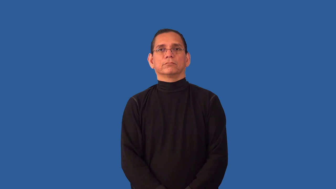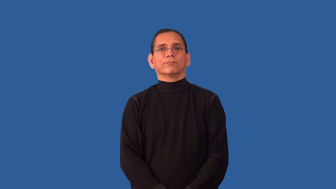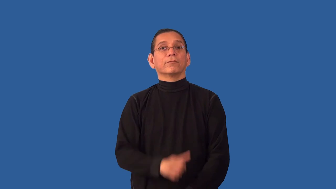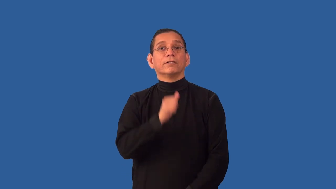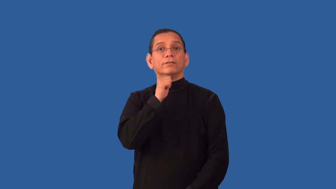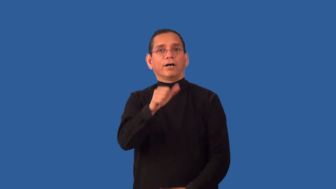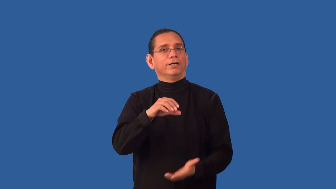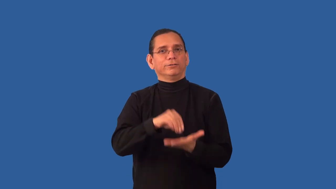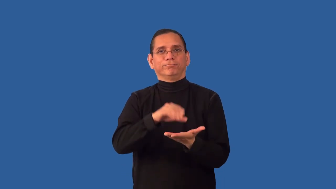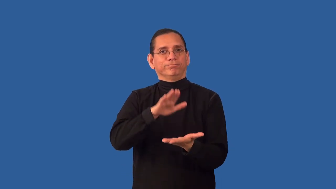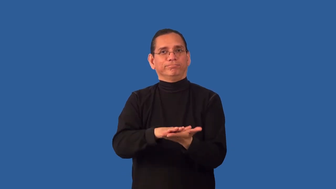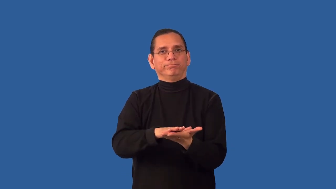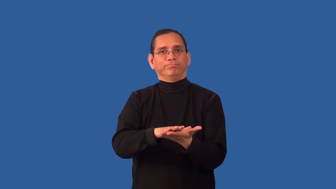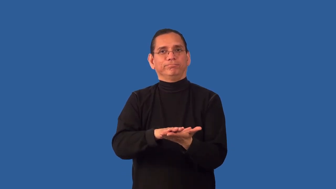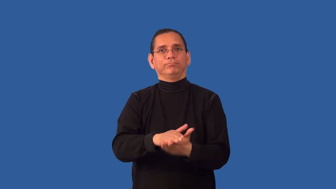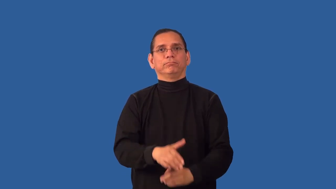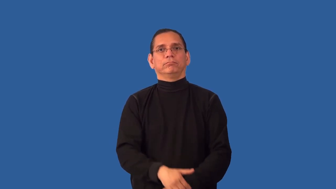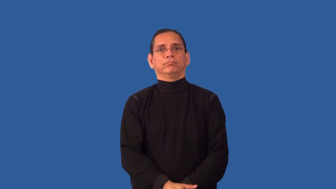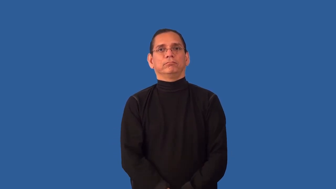uncharted